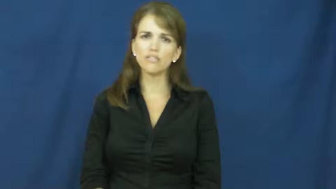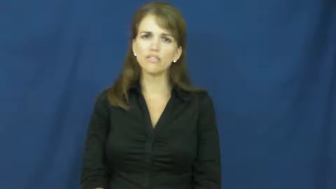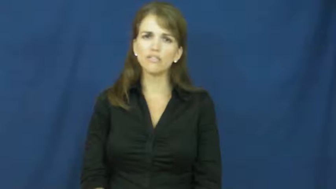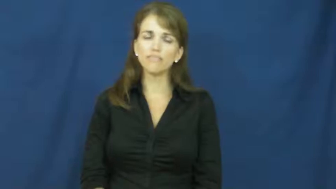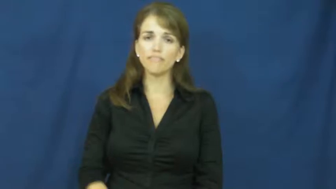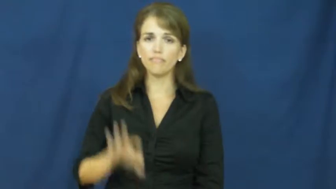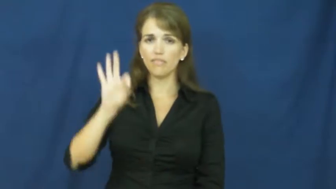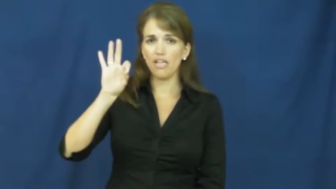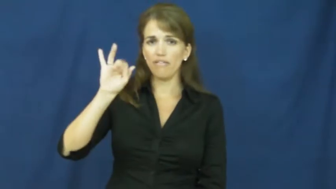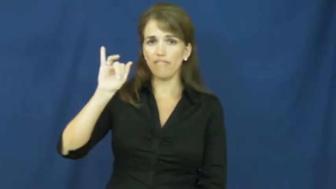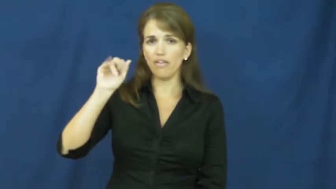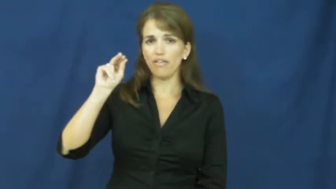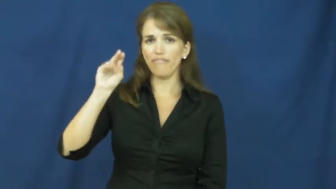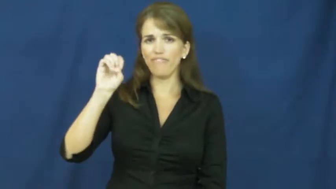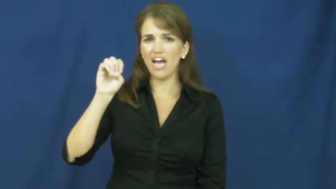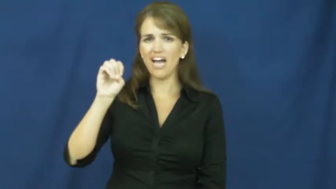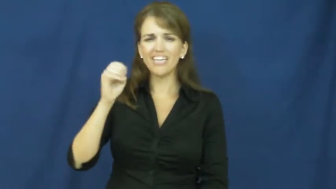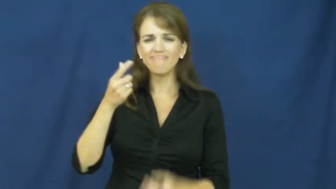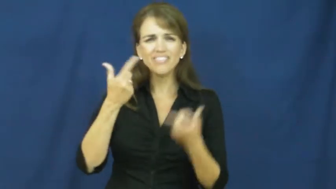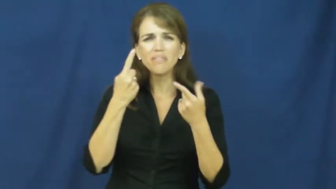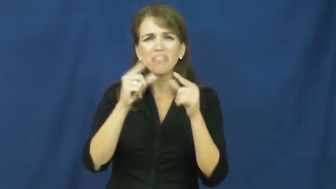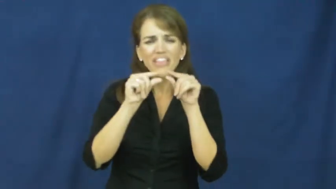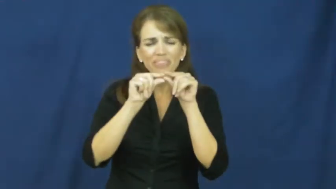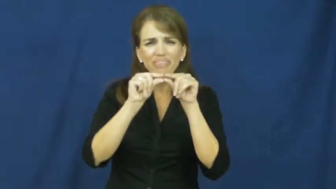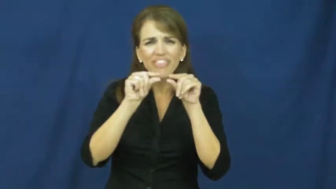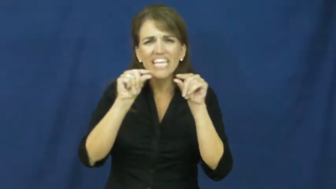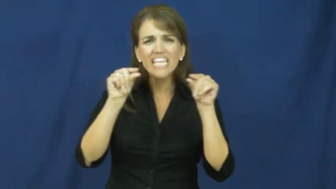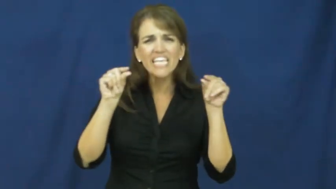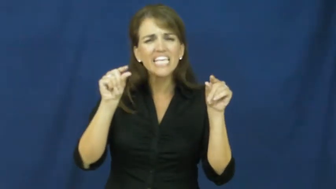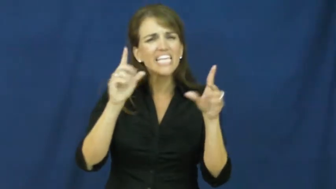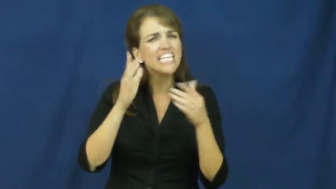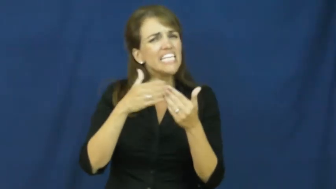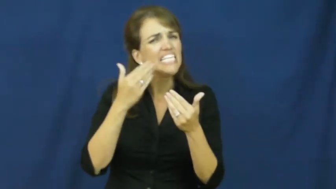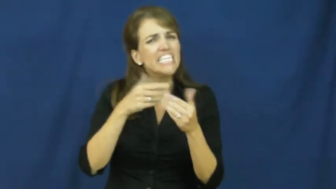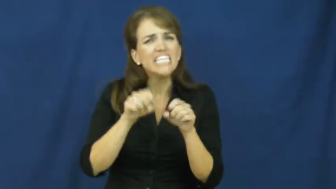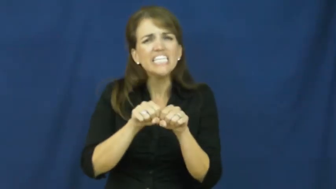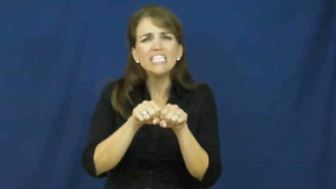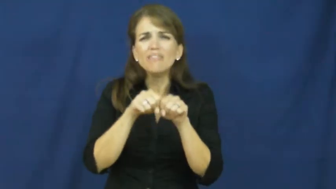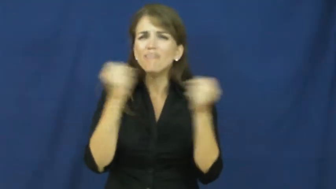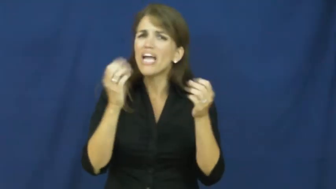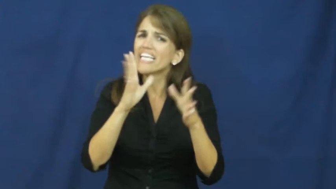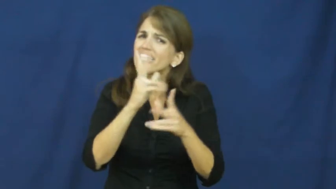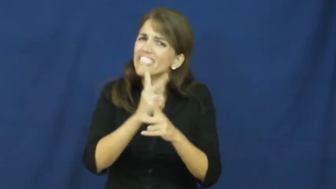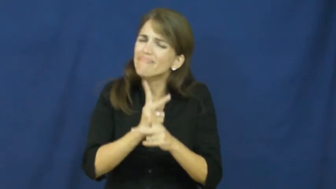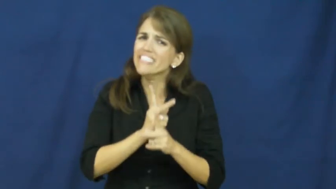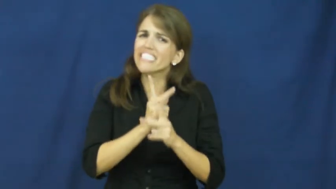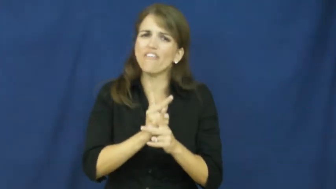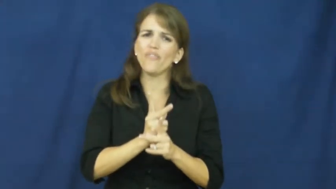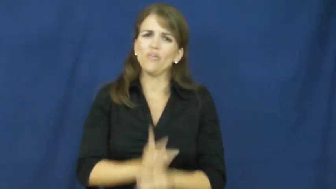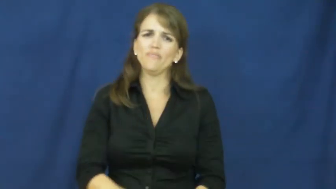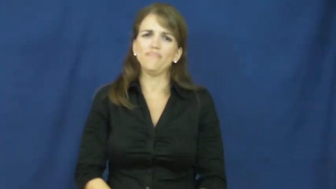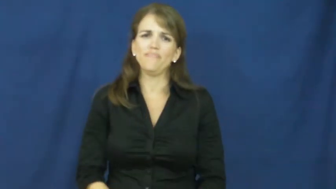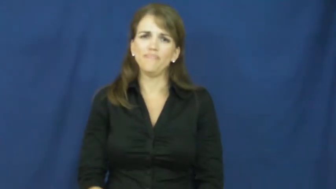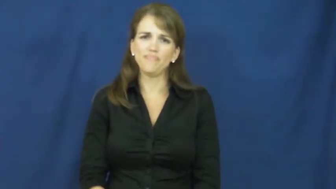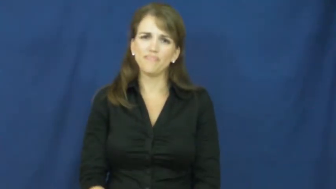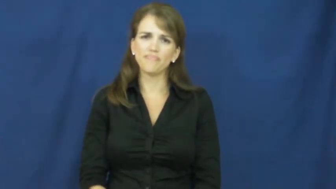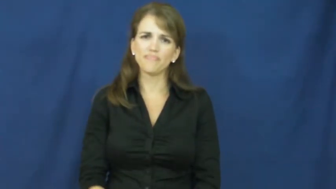fine-easy to break